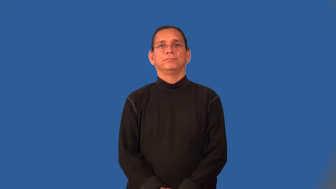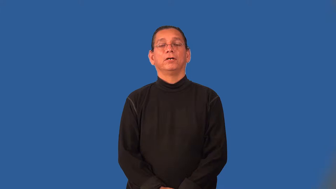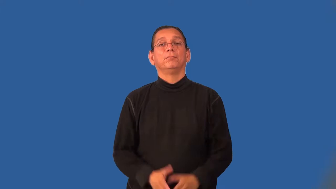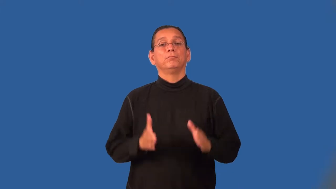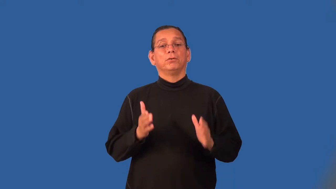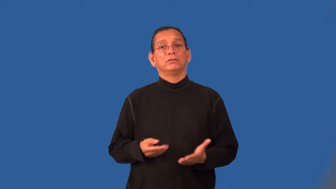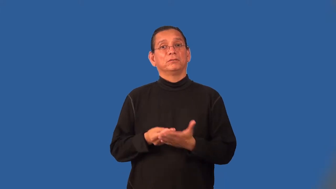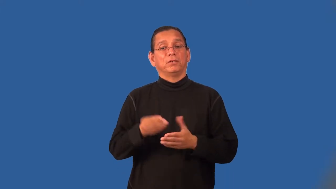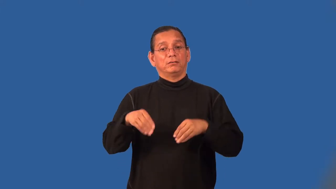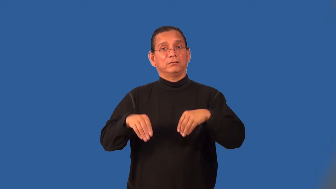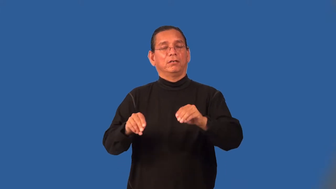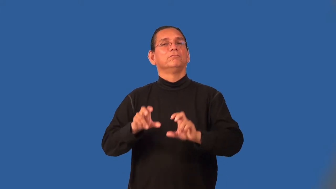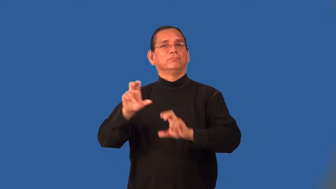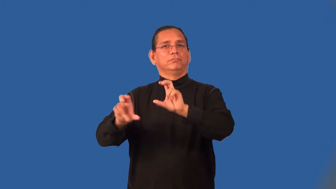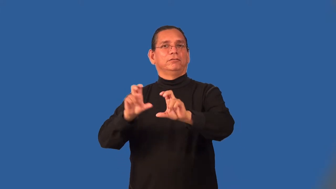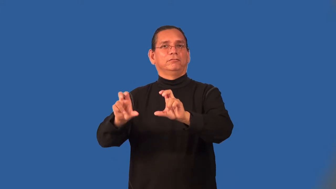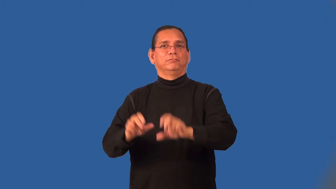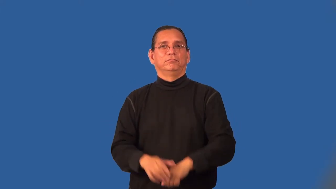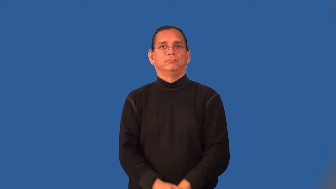stockbroker